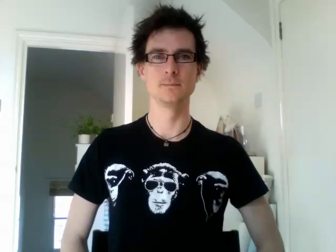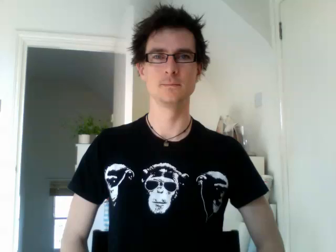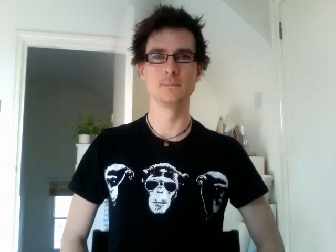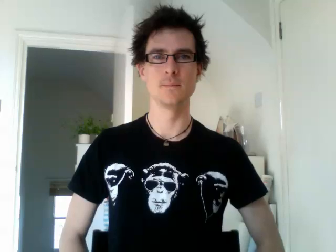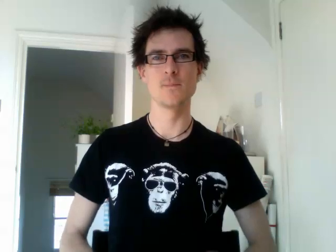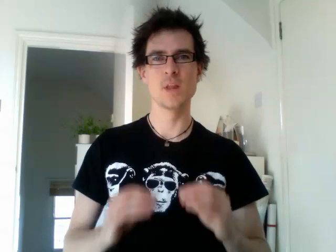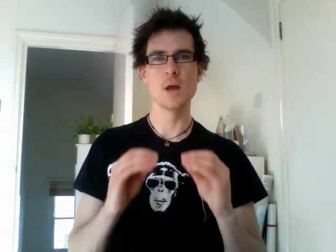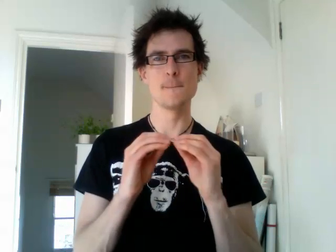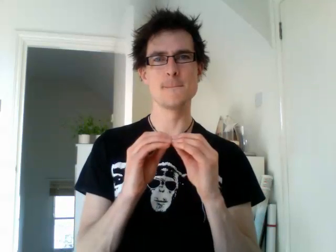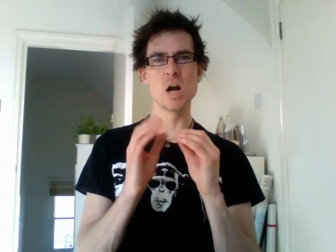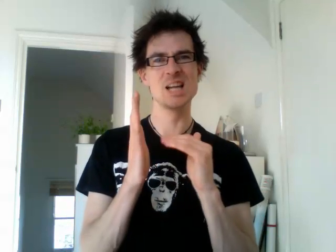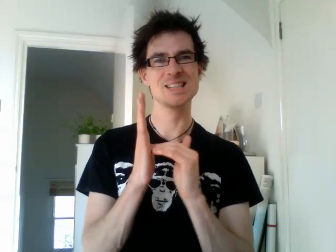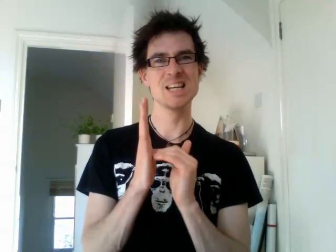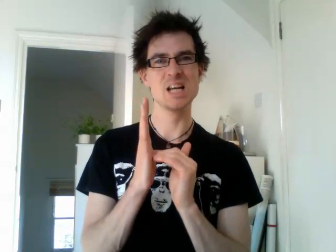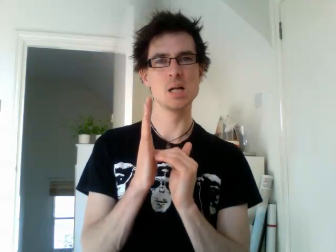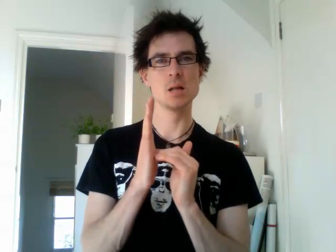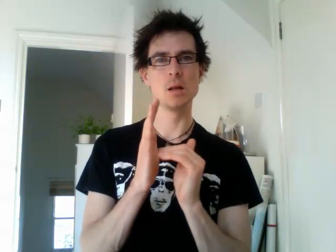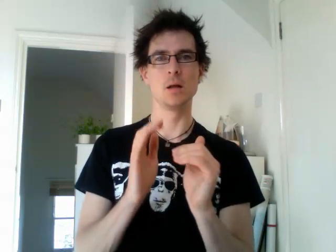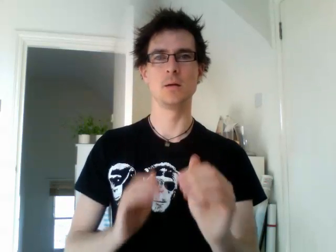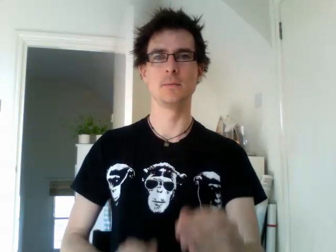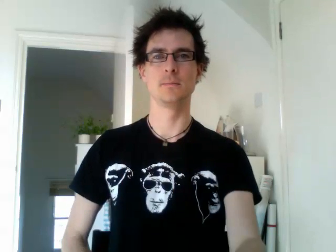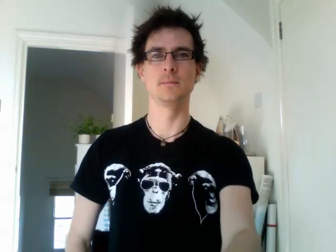brazil